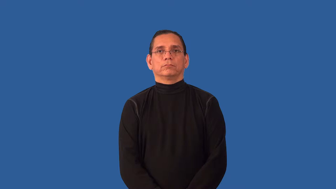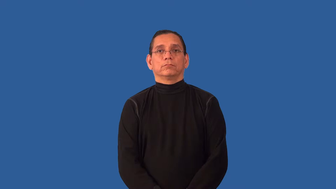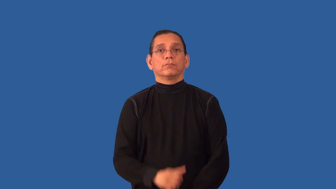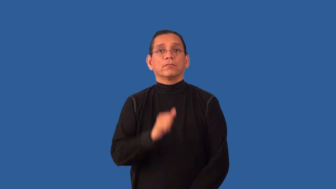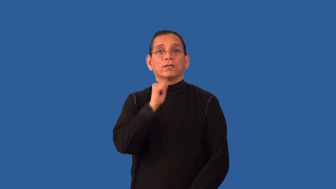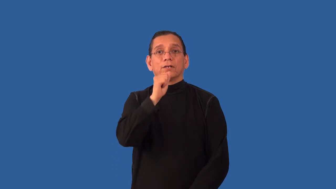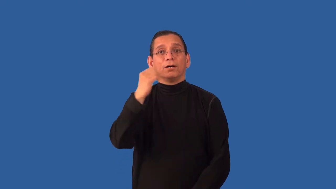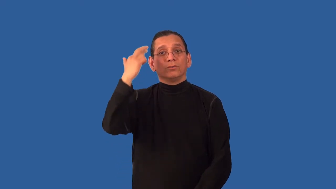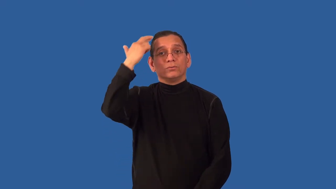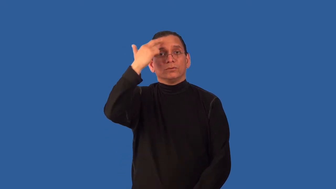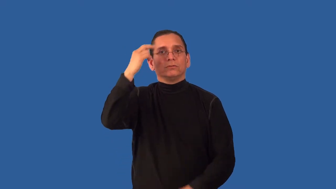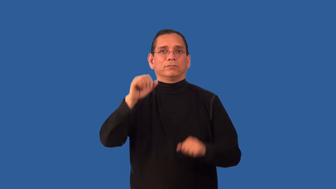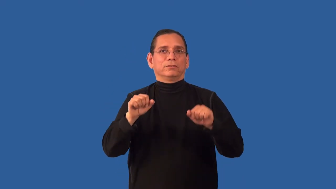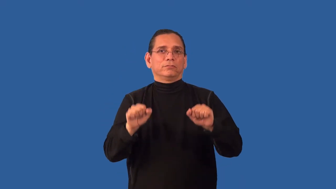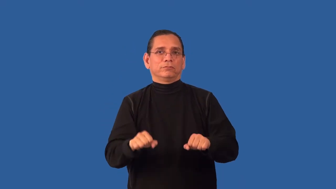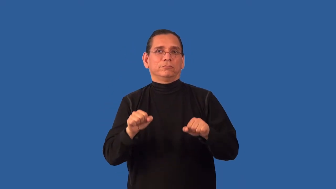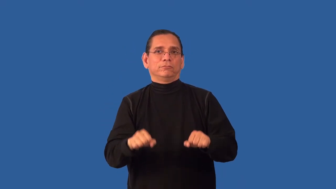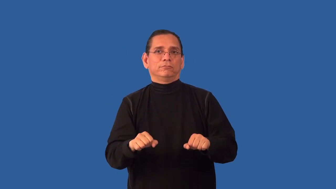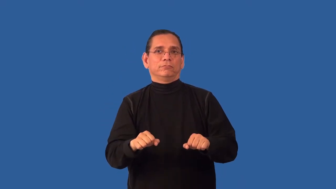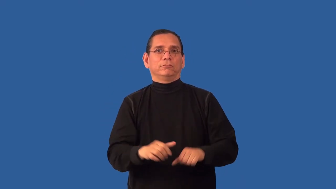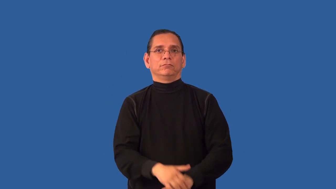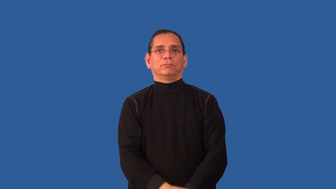unjustifiable